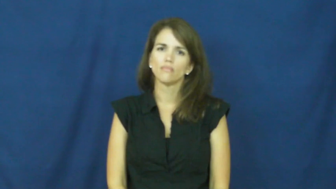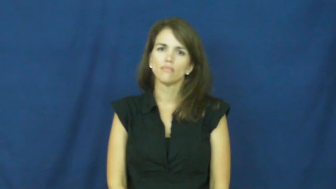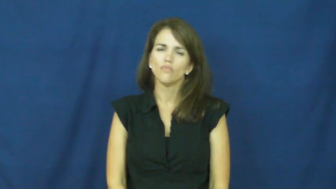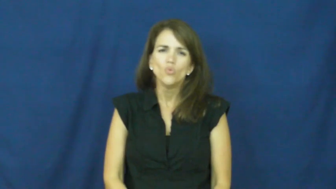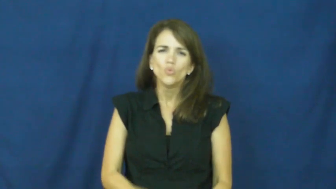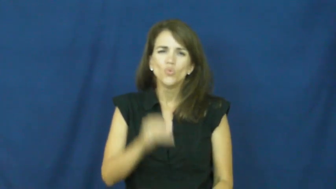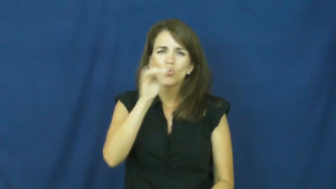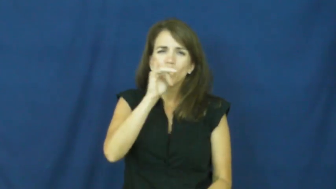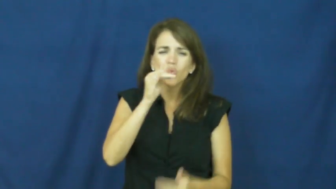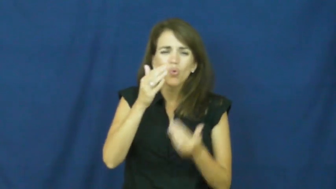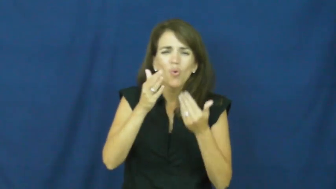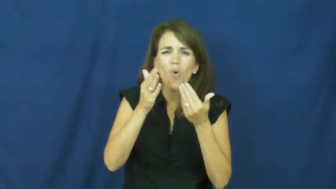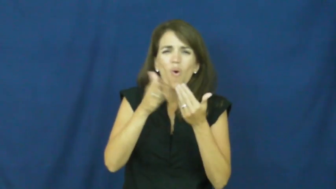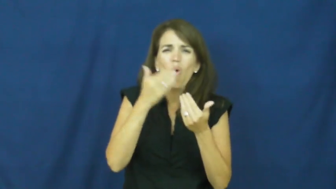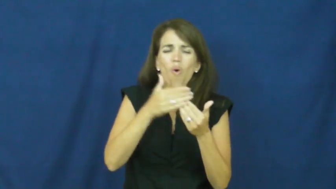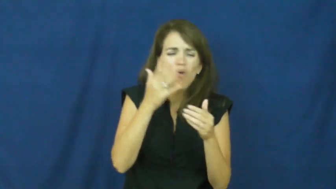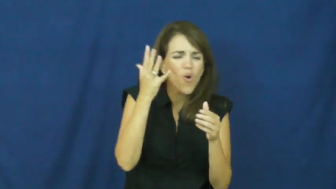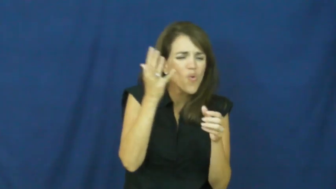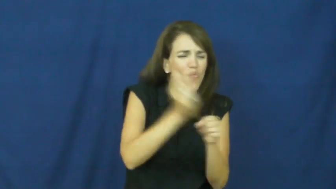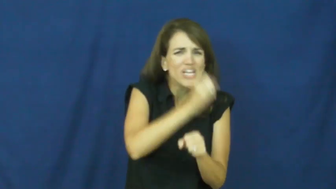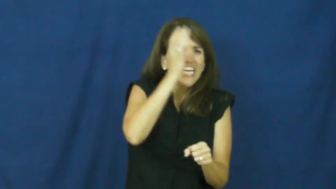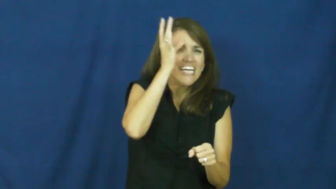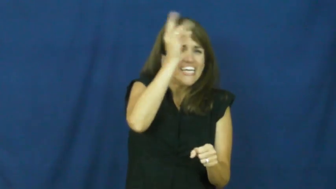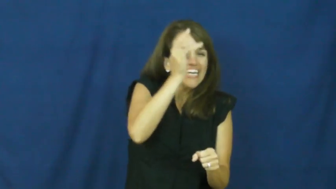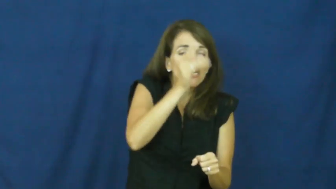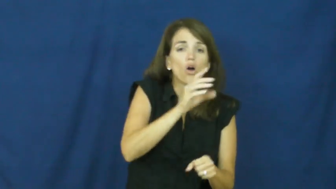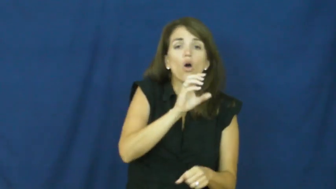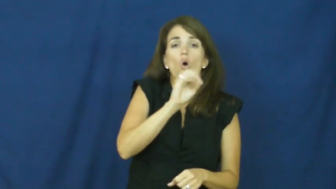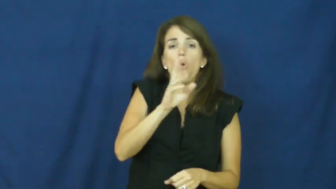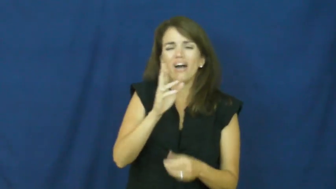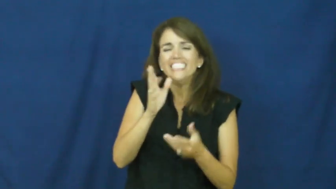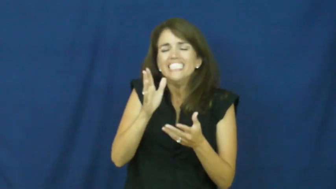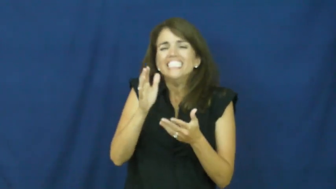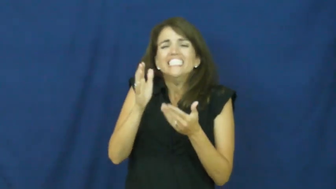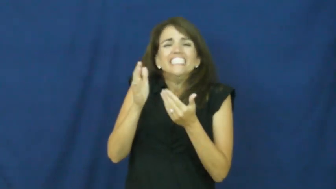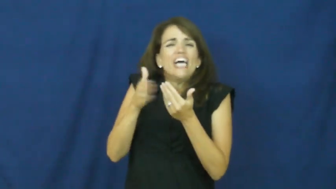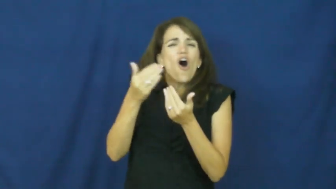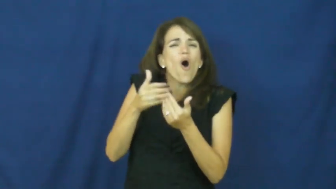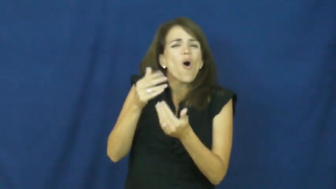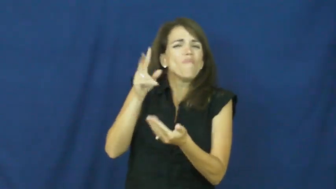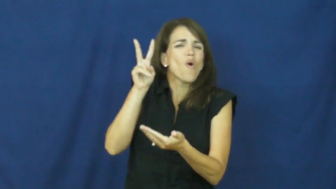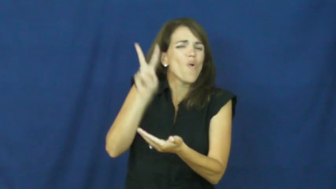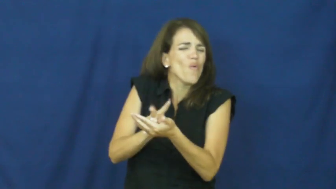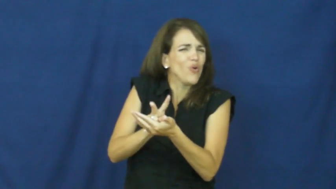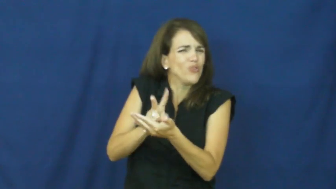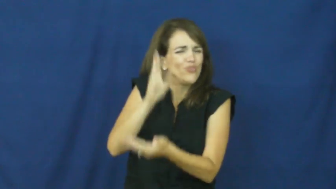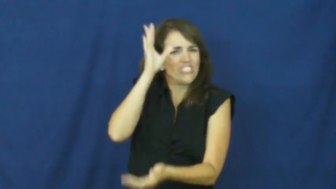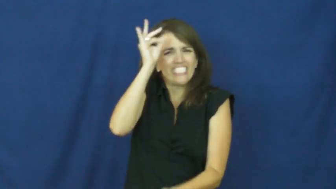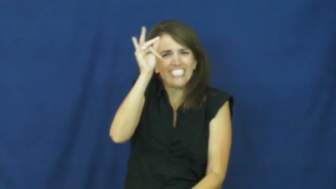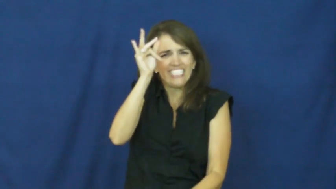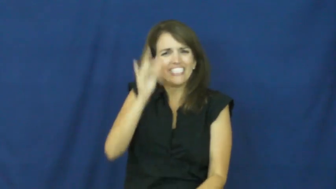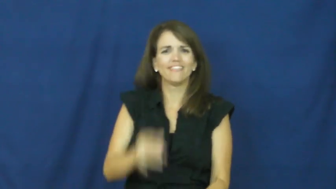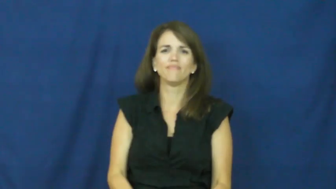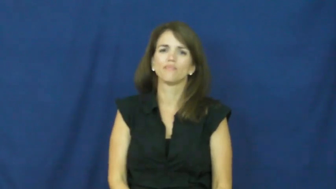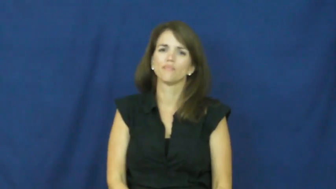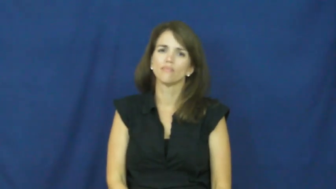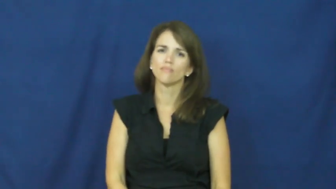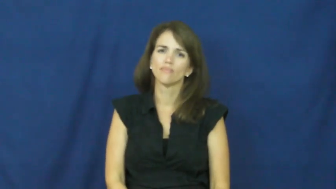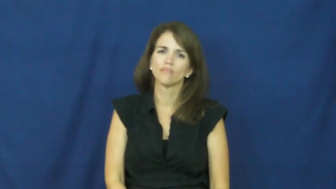"almost only counts in horseshoes and hand grenades"